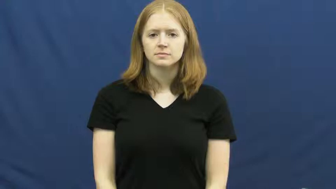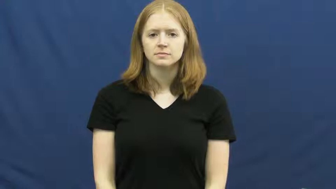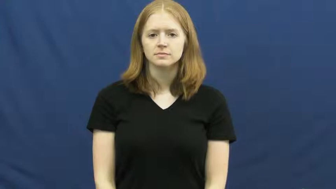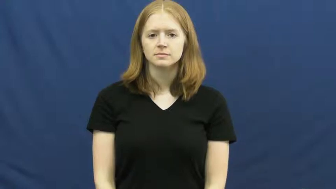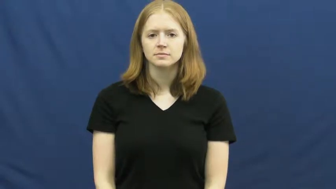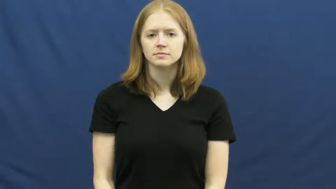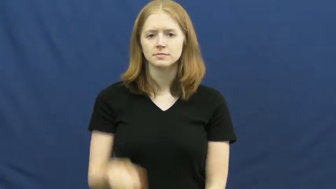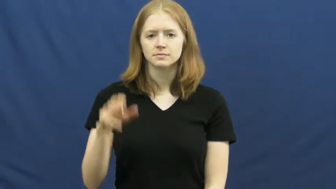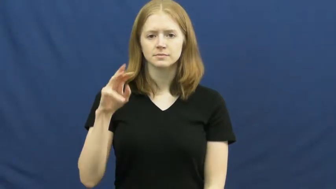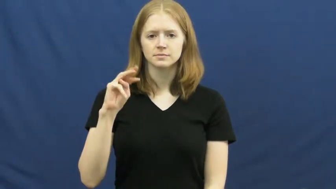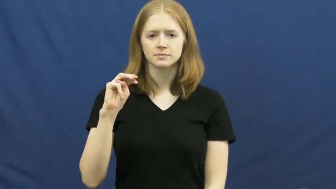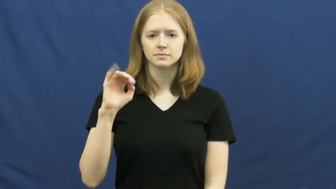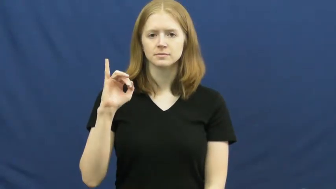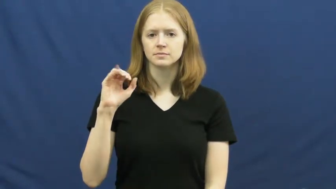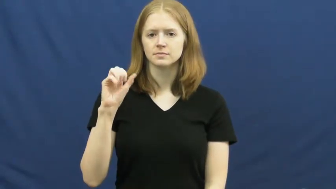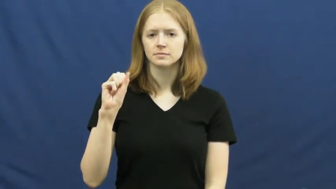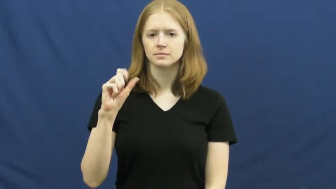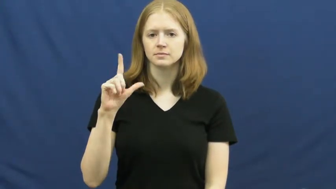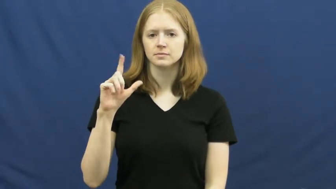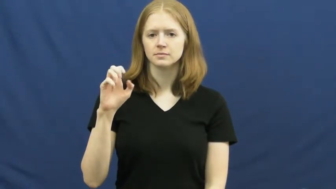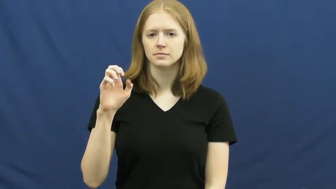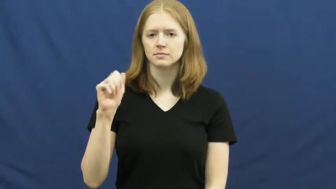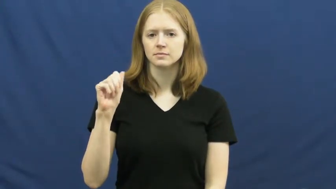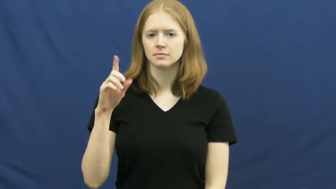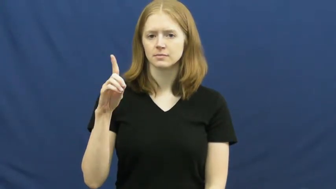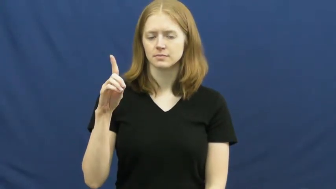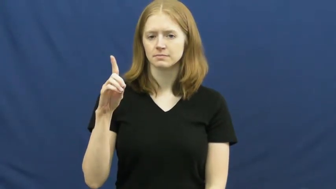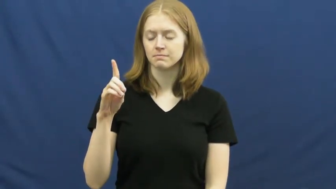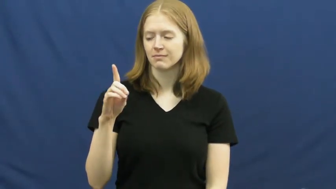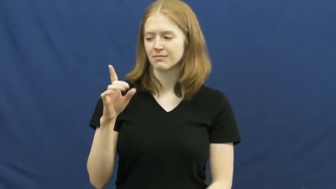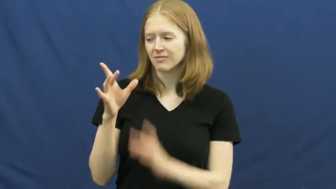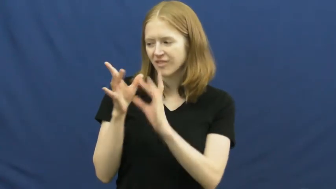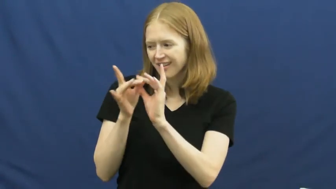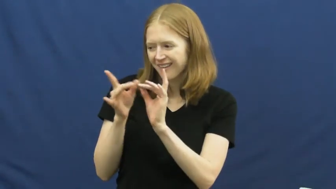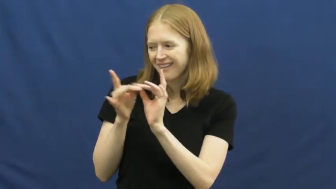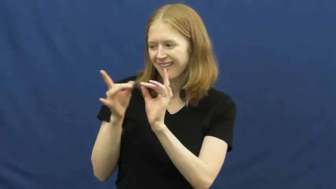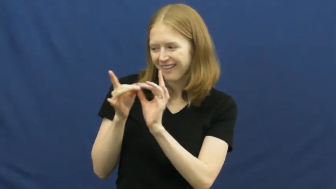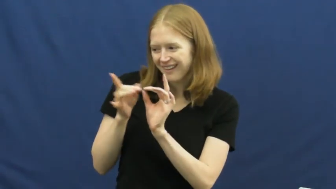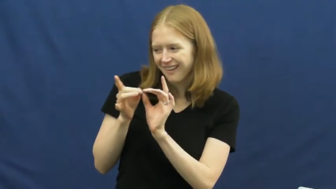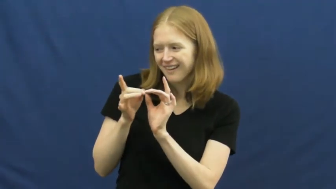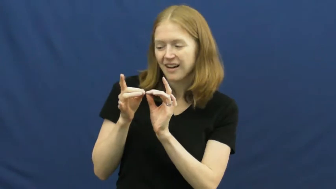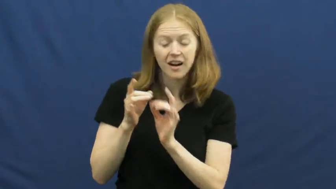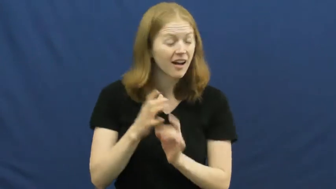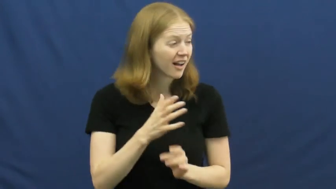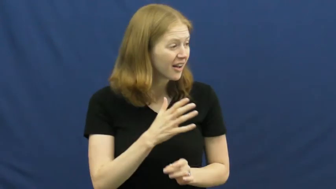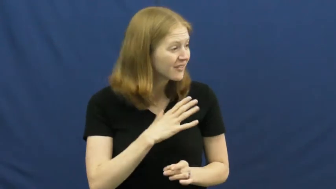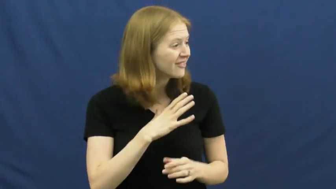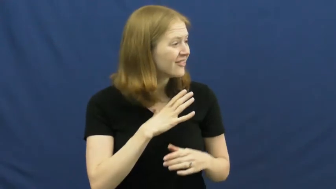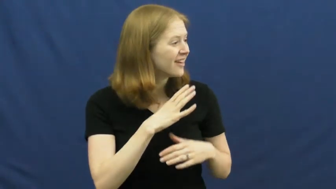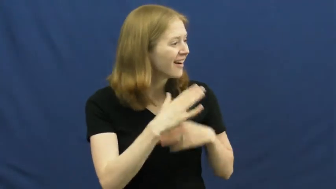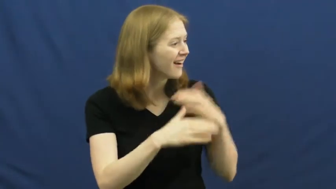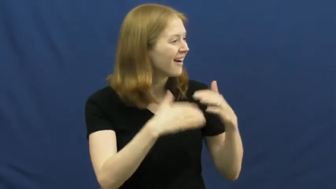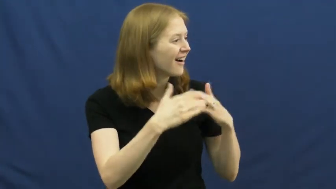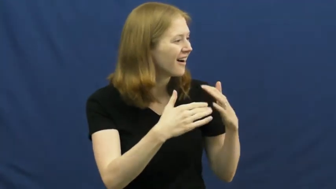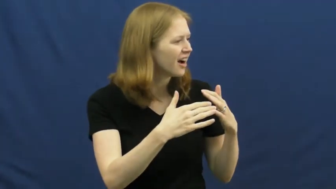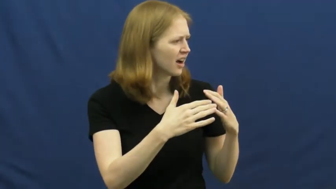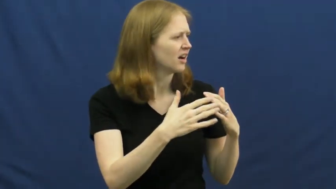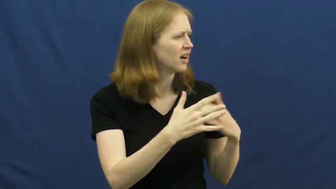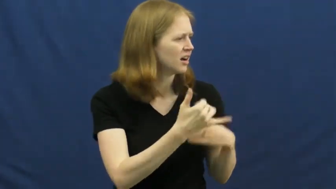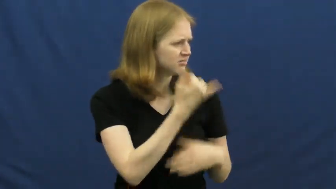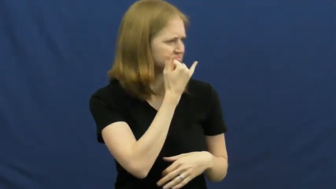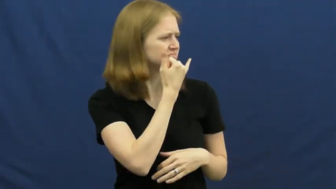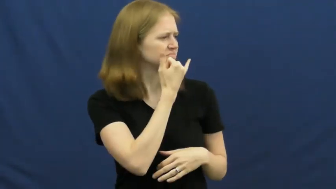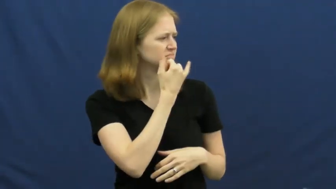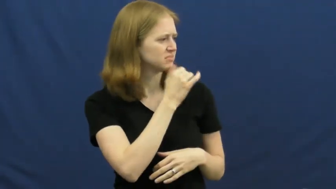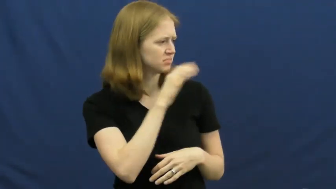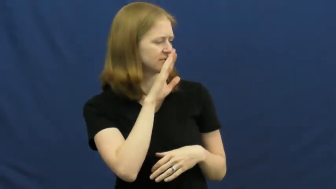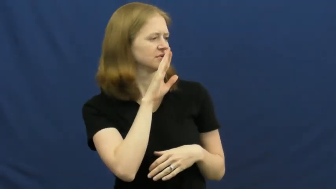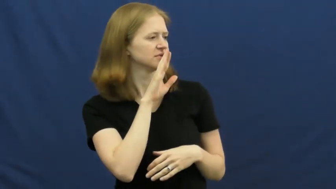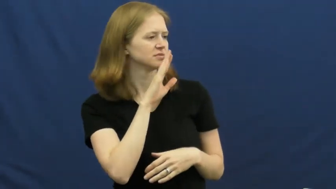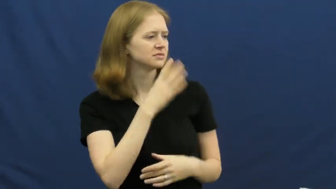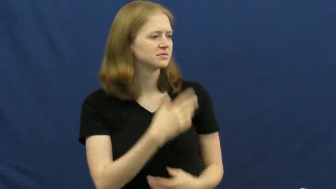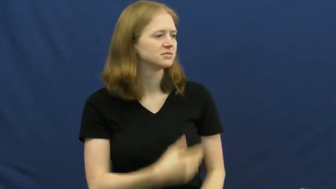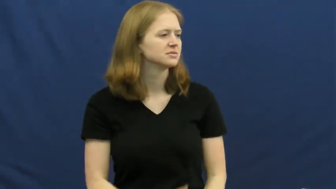mislead